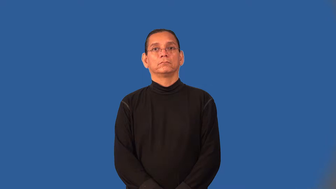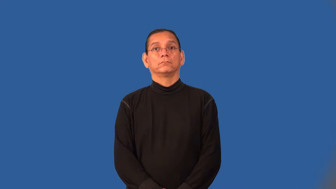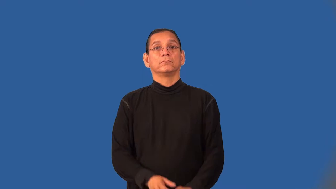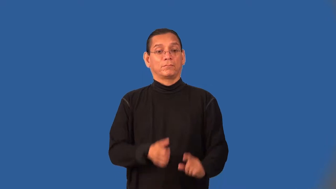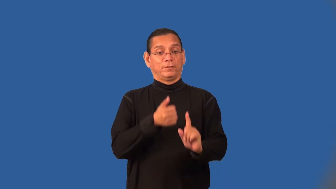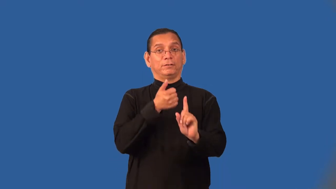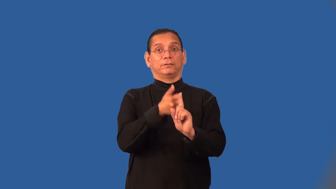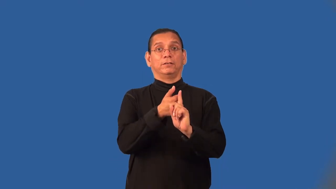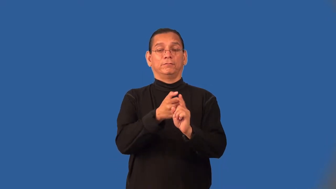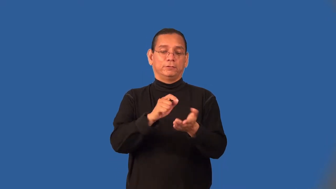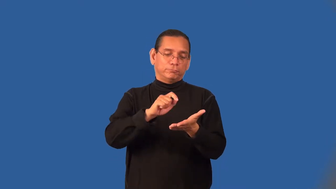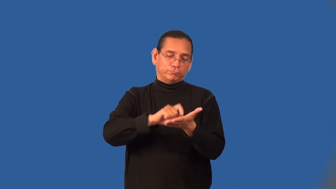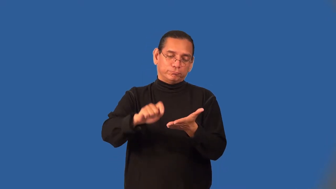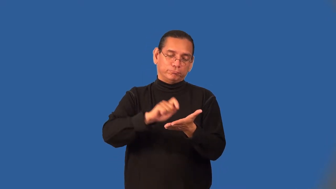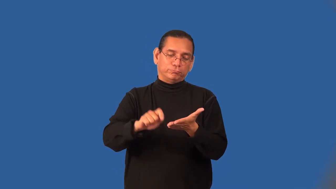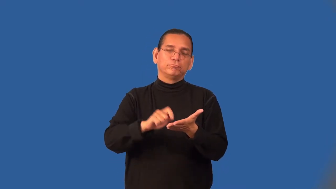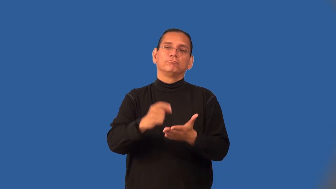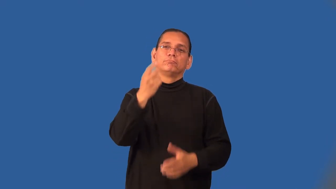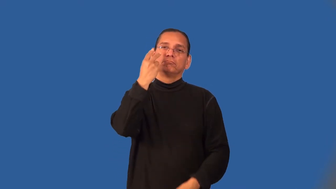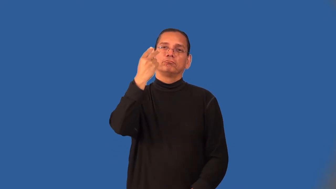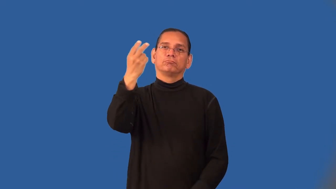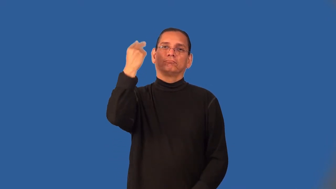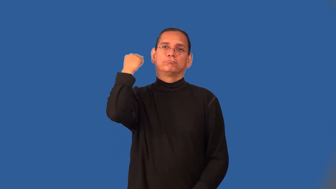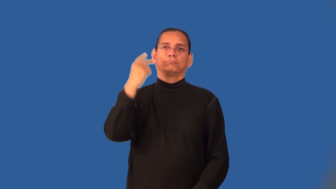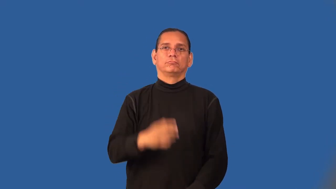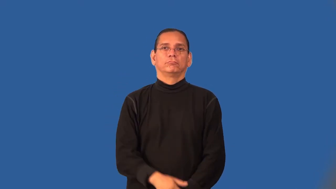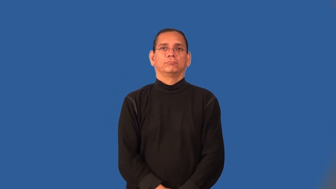memoir